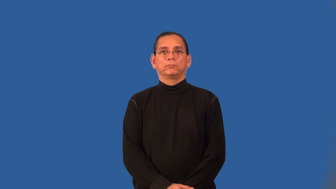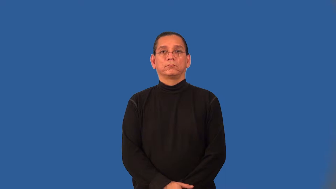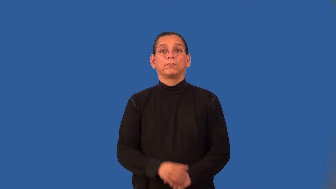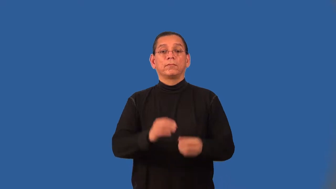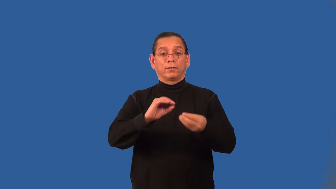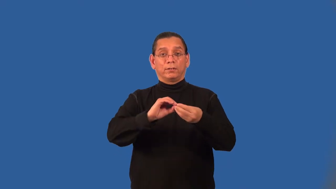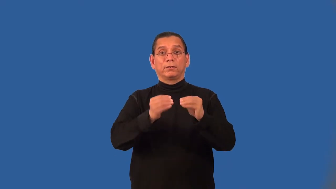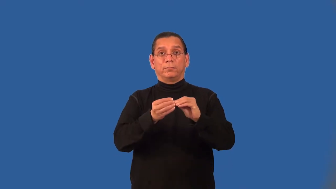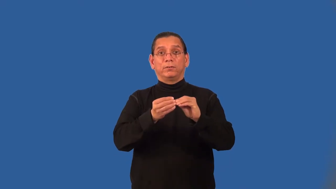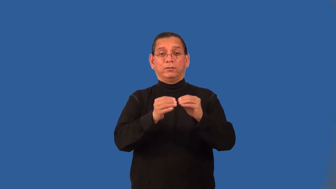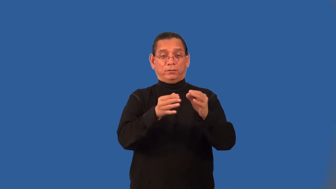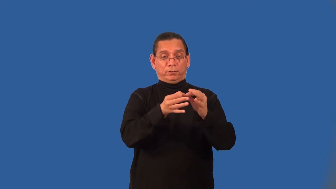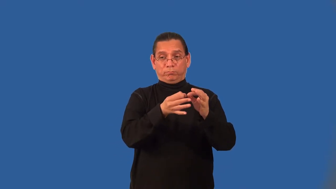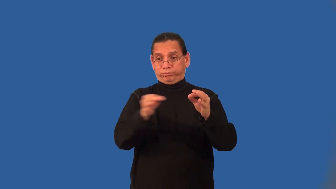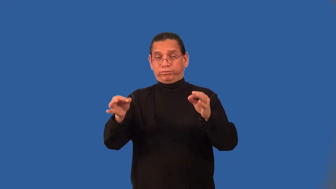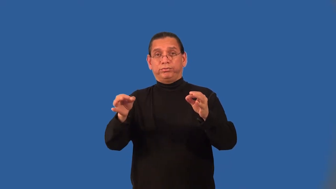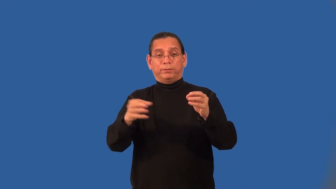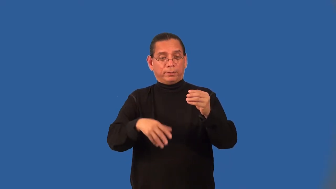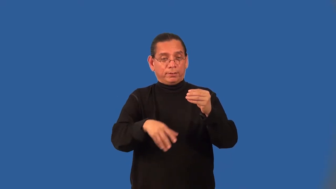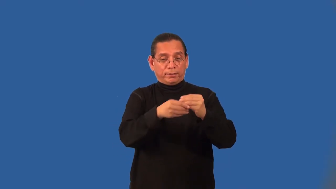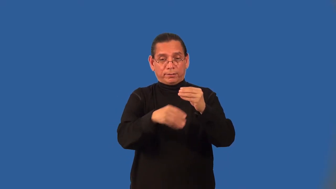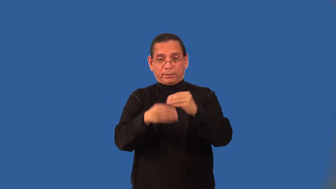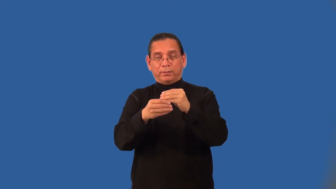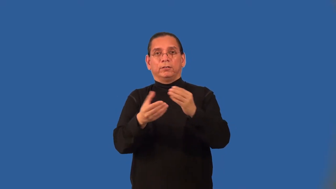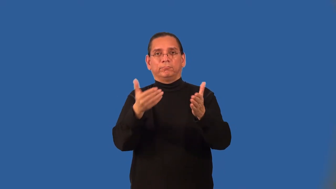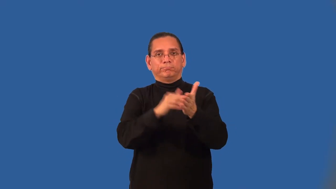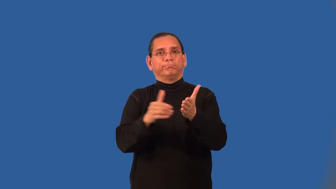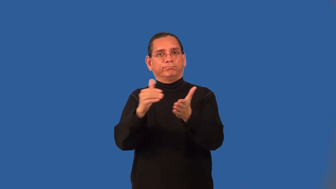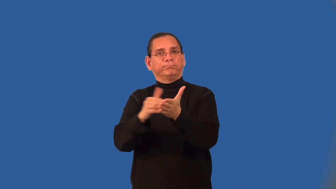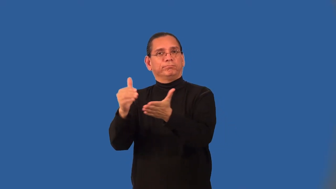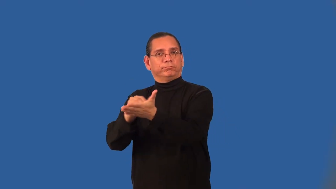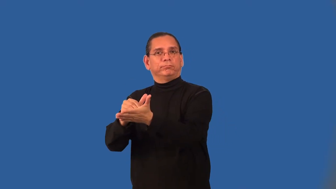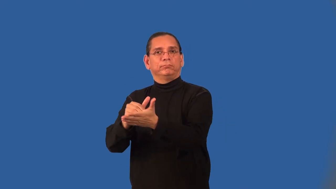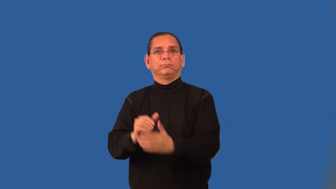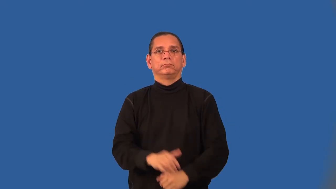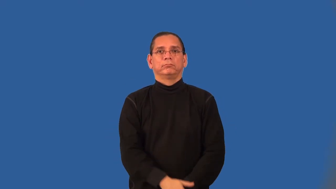arithmetic sequence